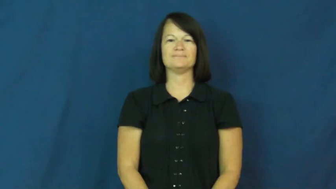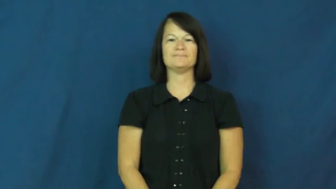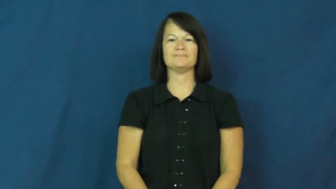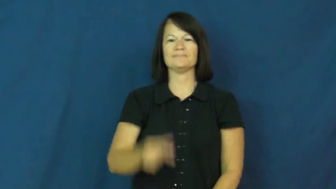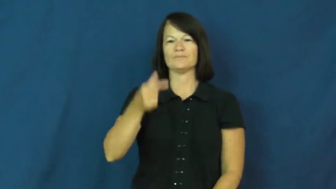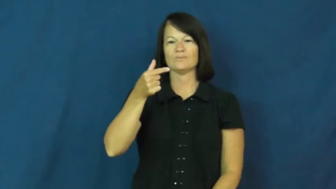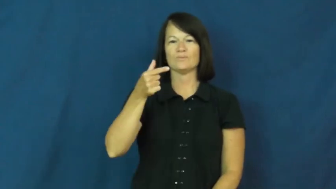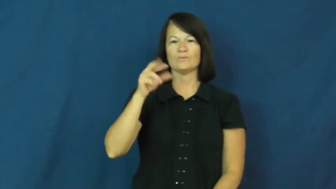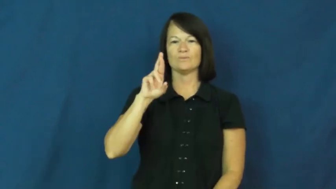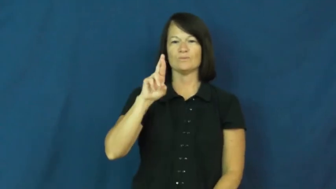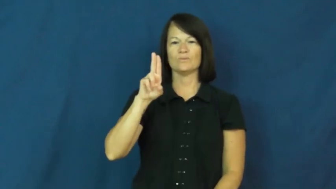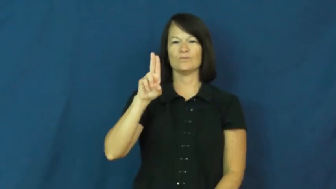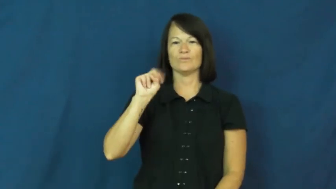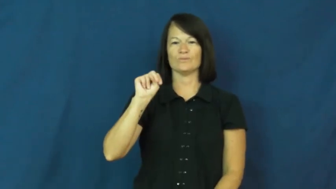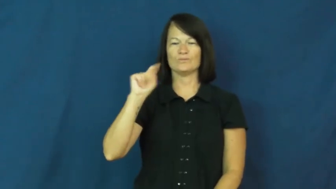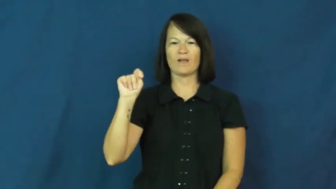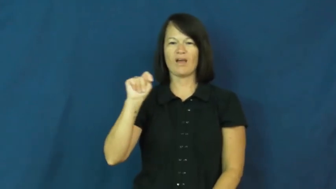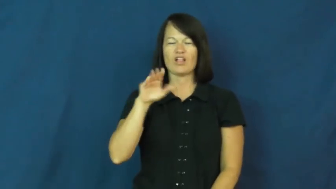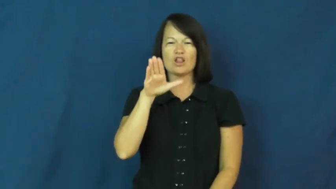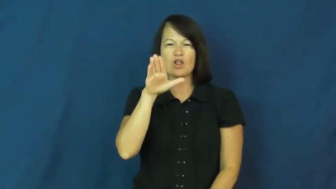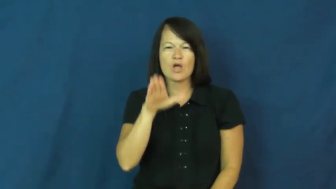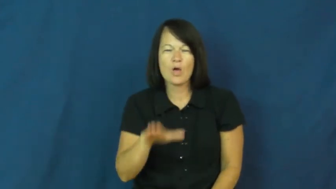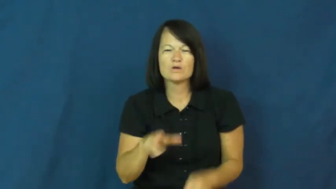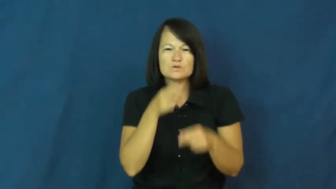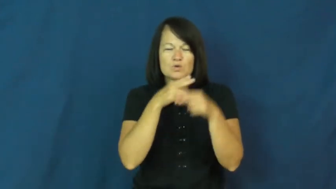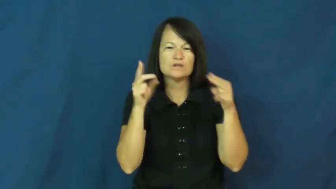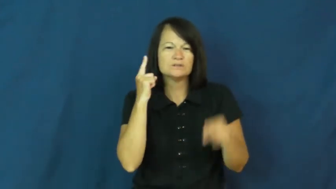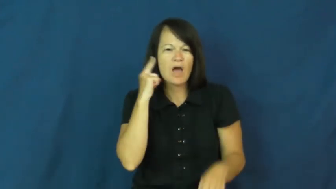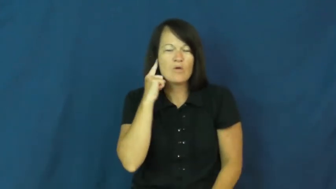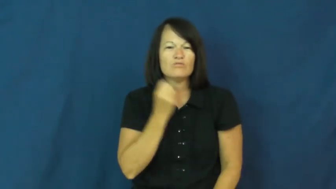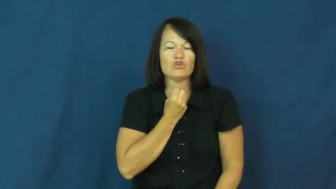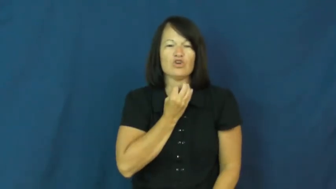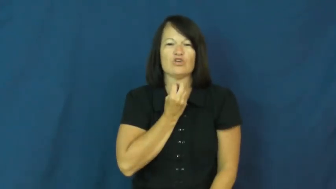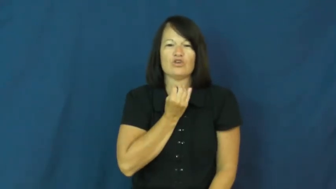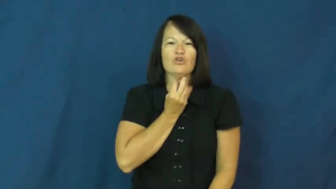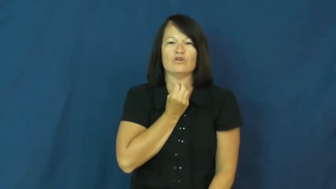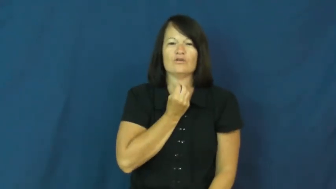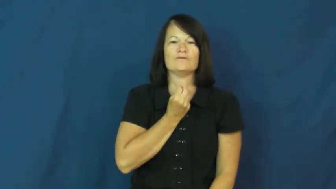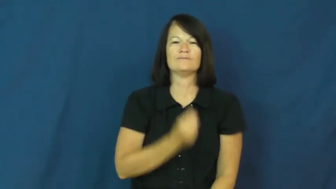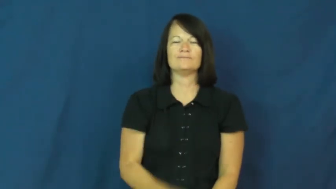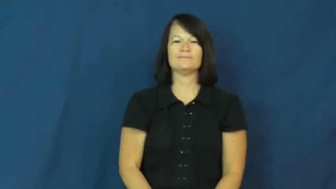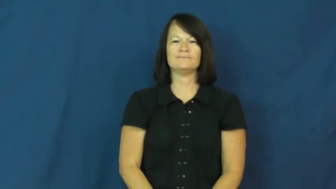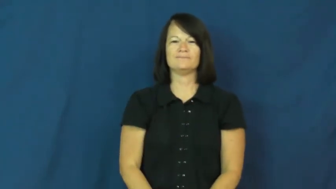grunt